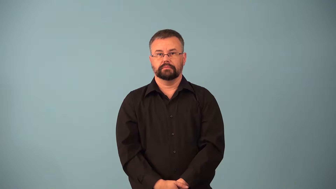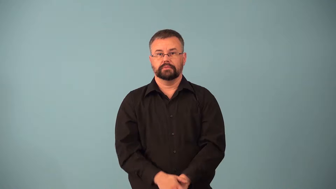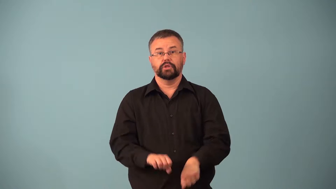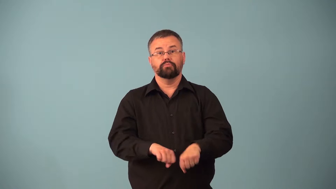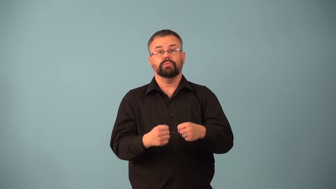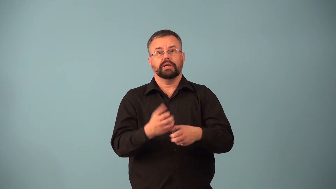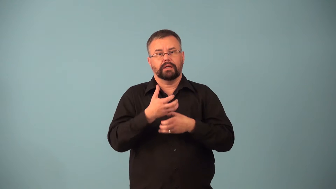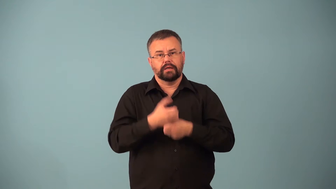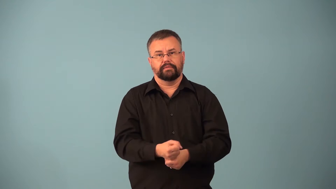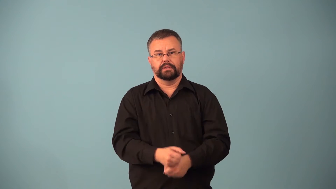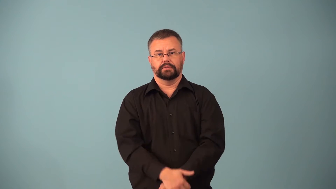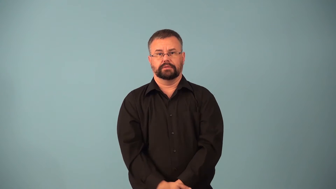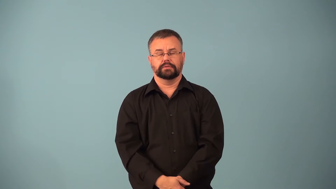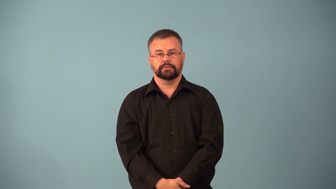break-destroy confidence